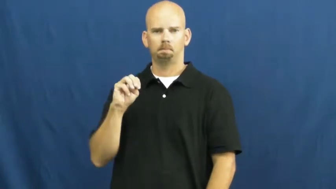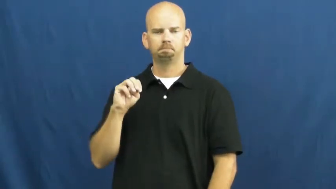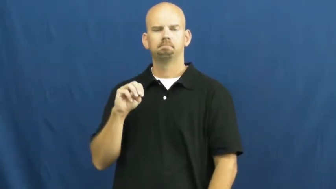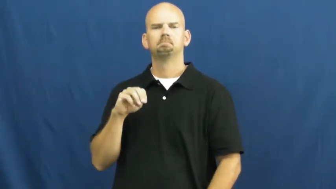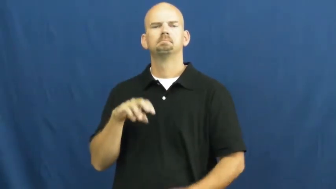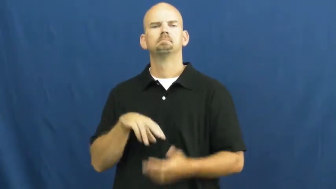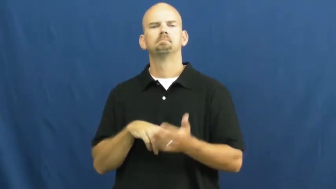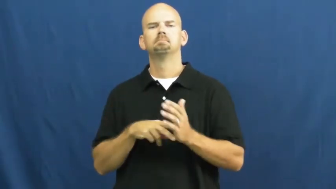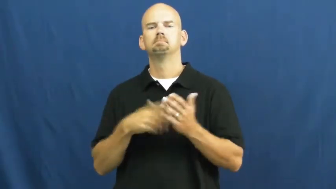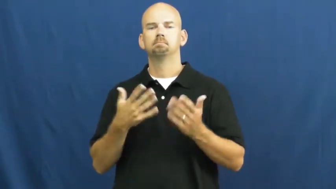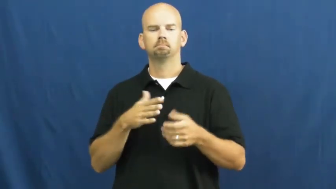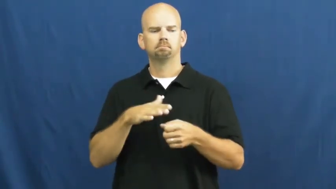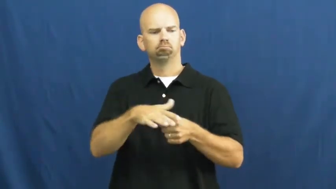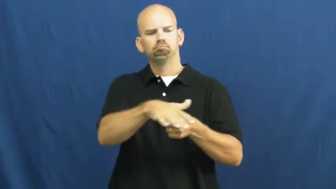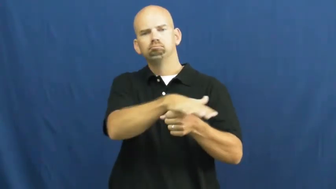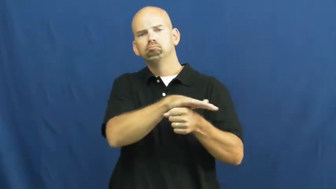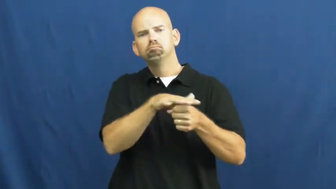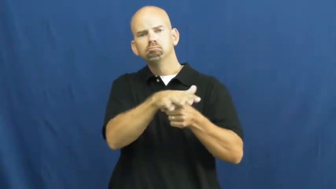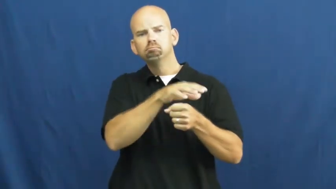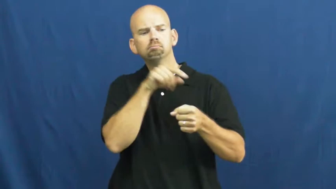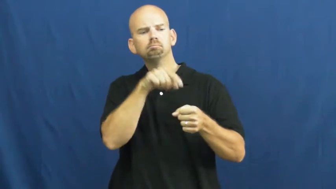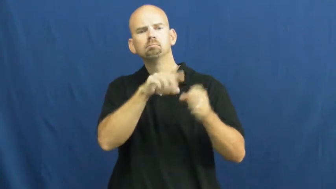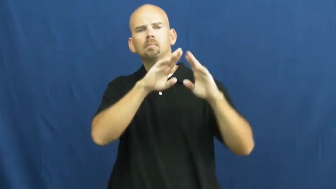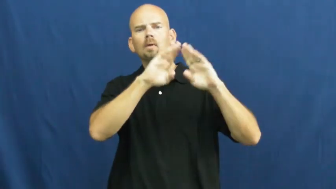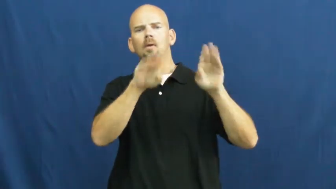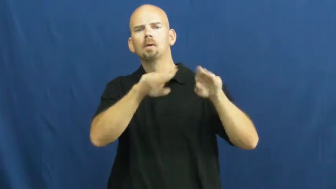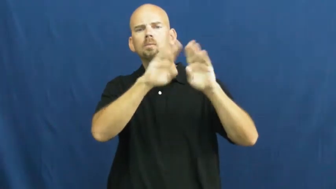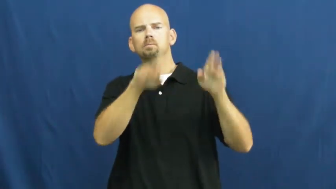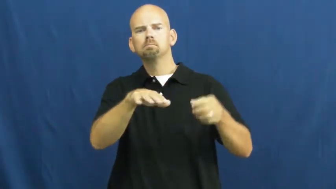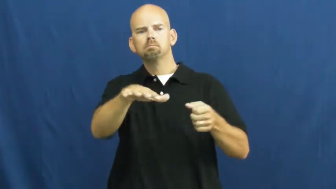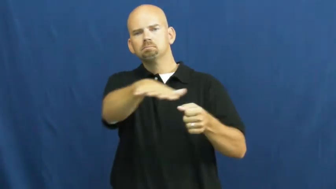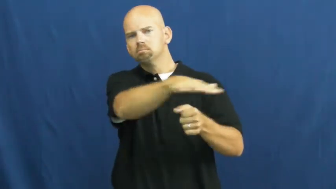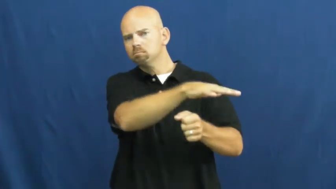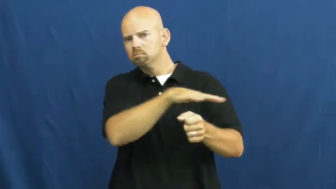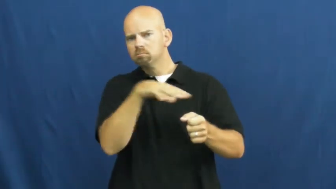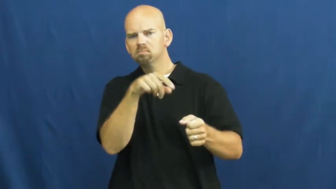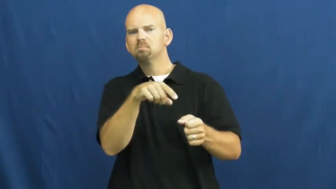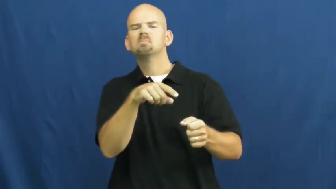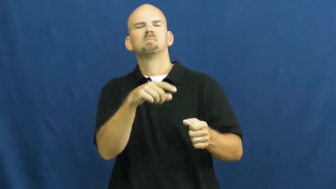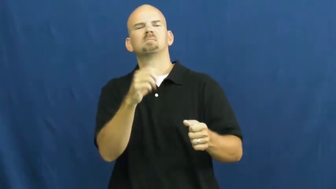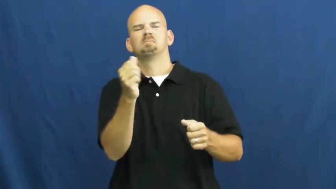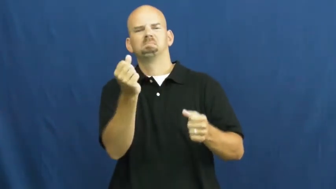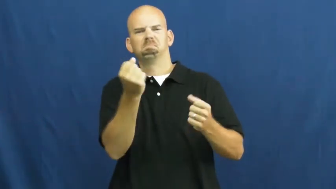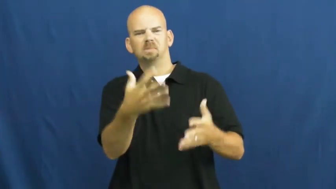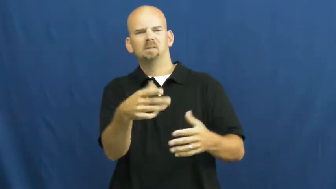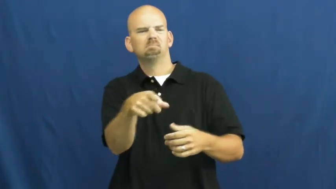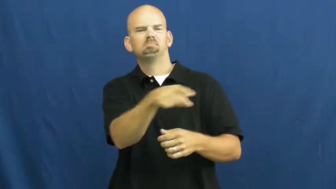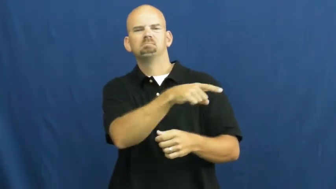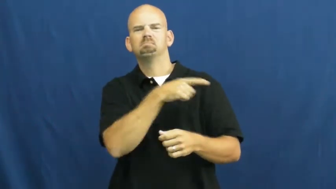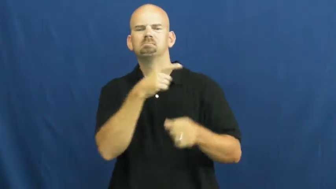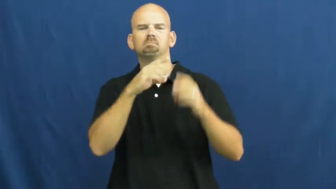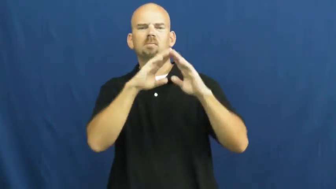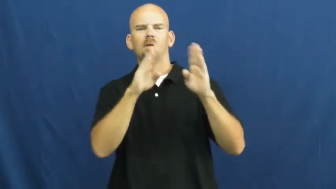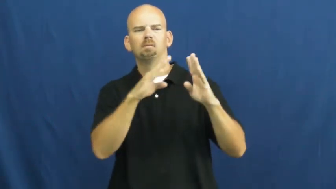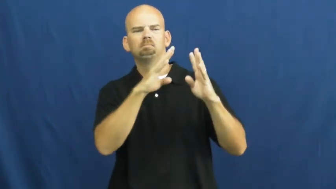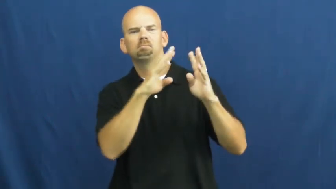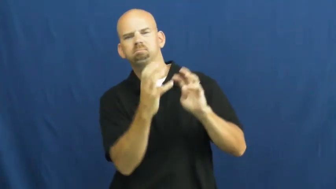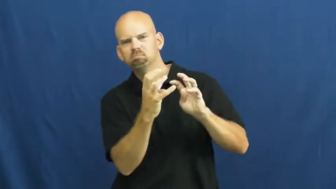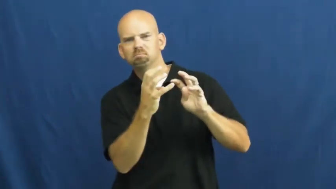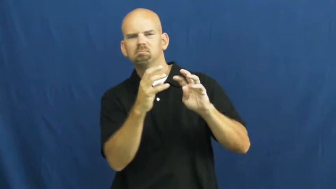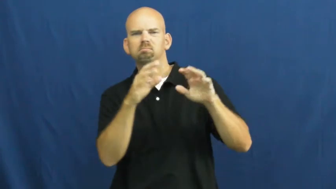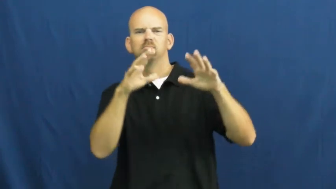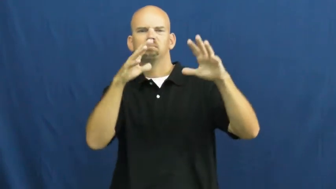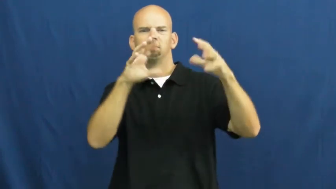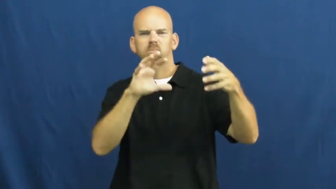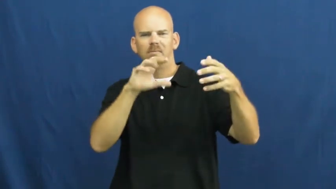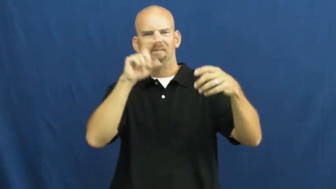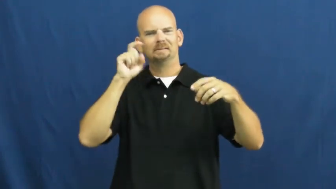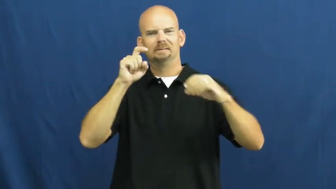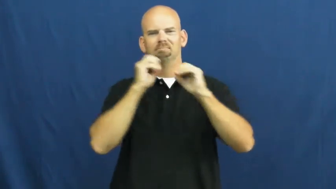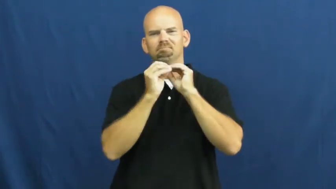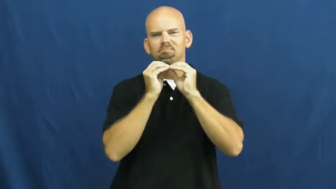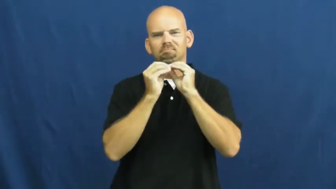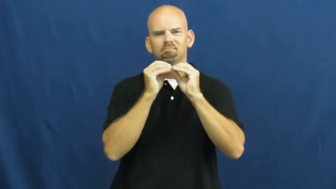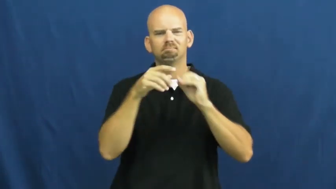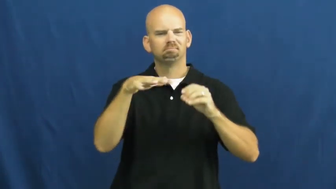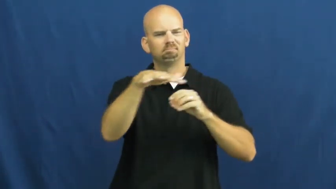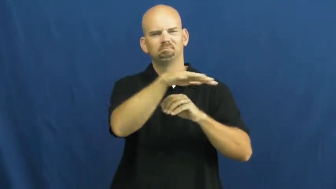slum